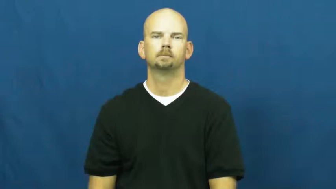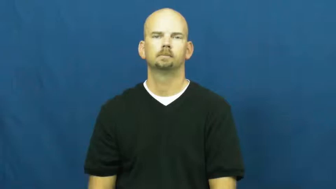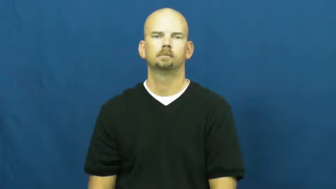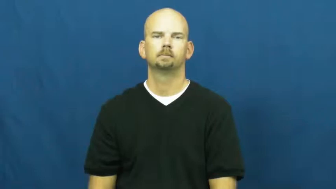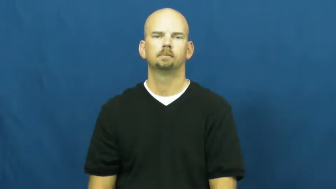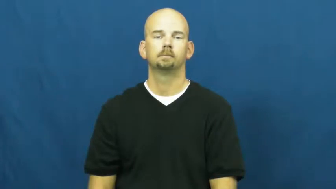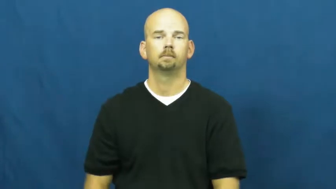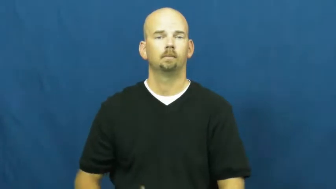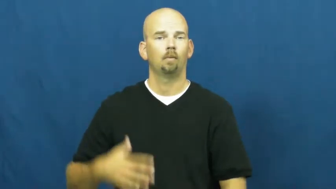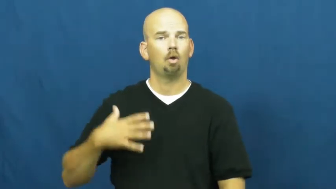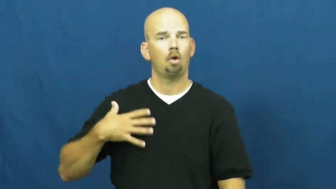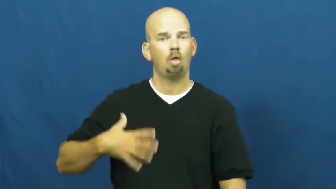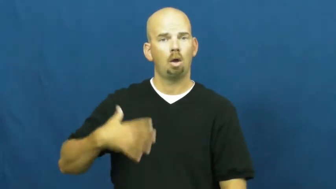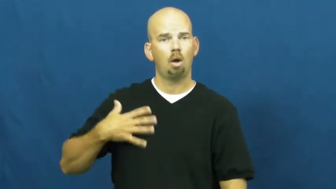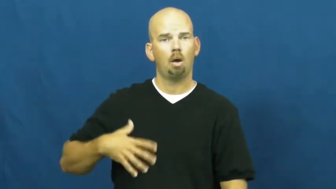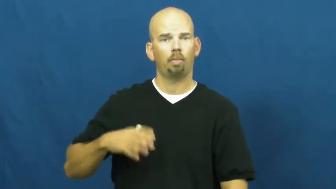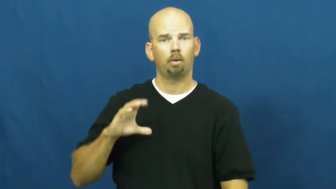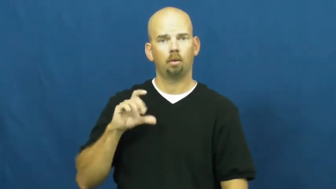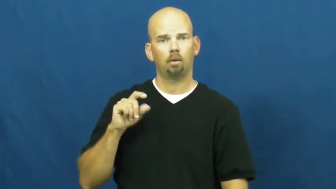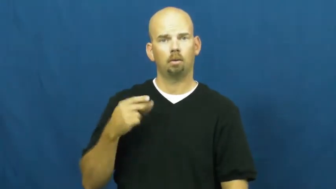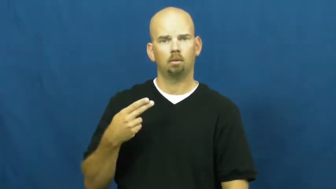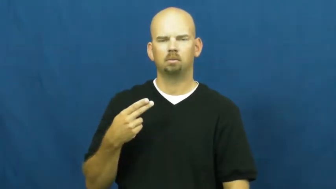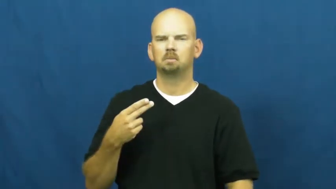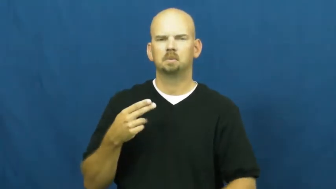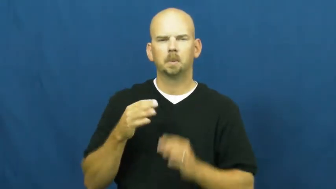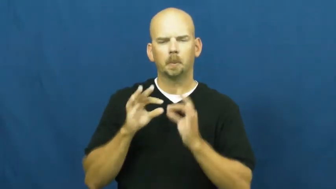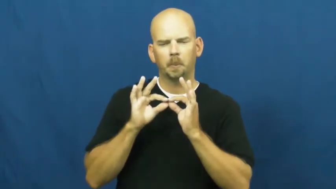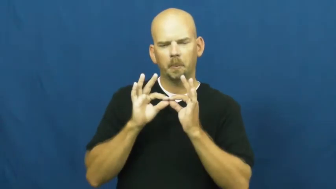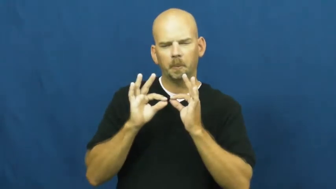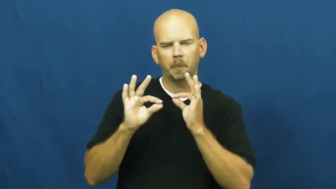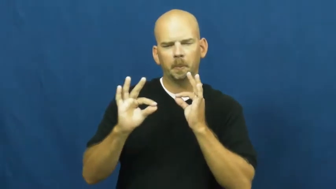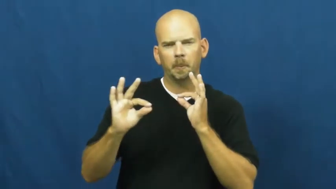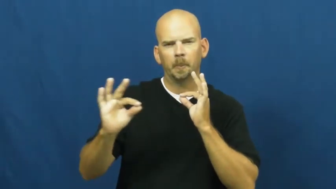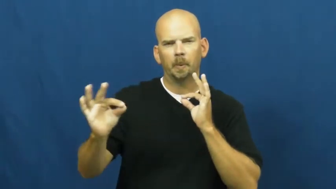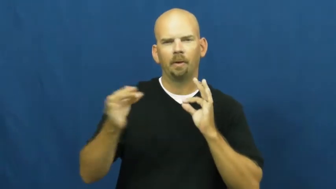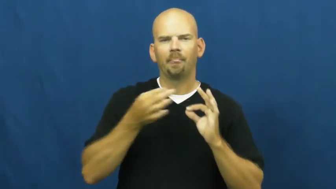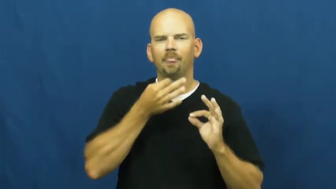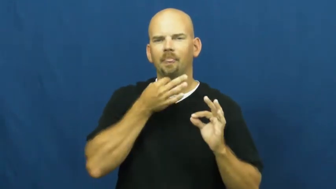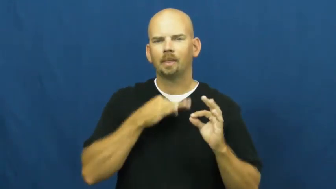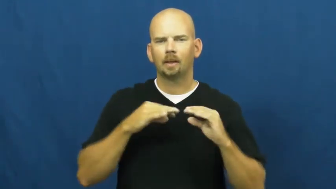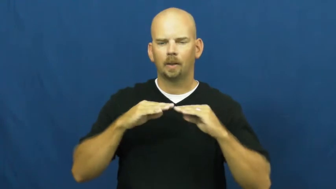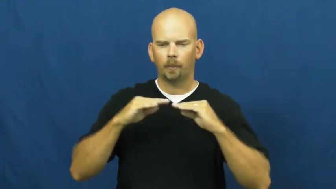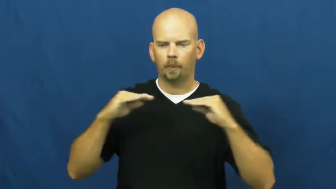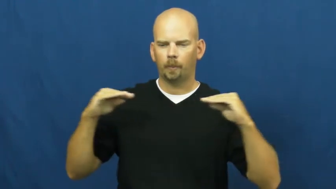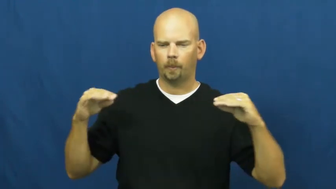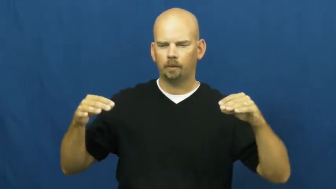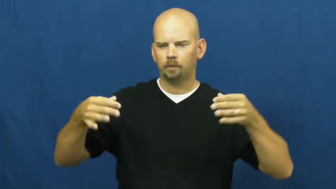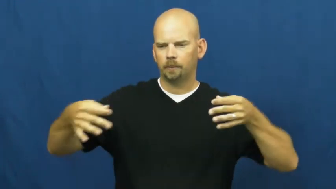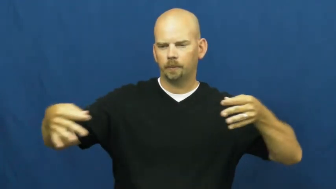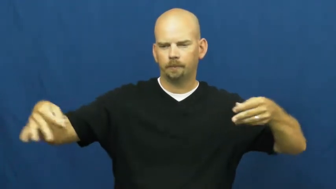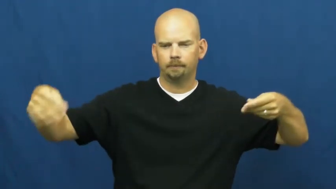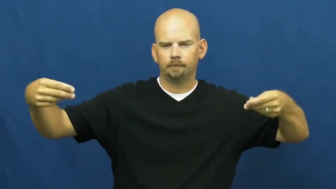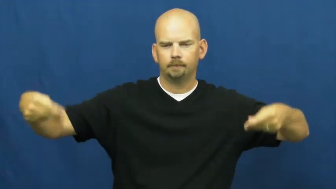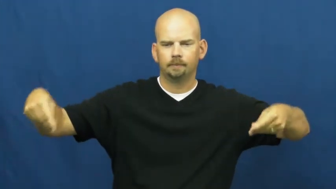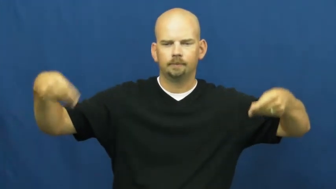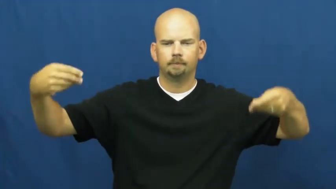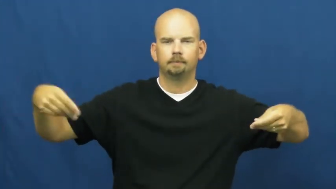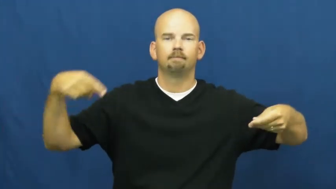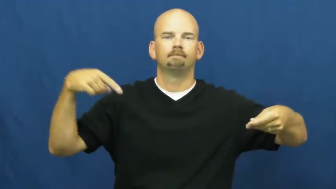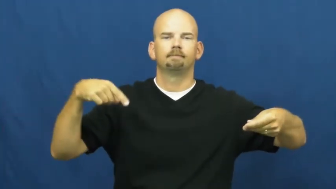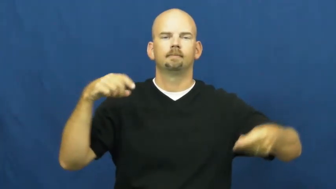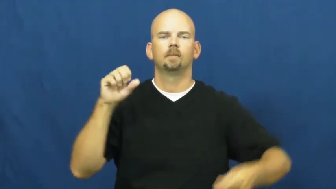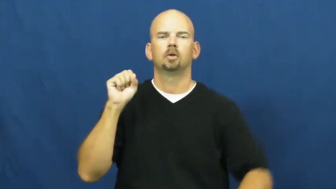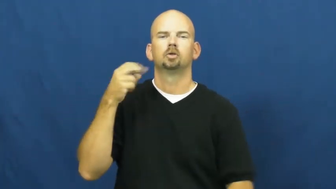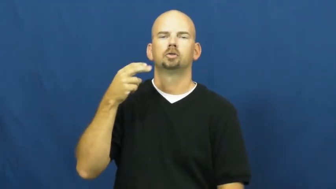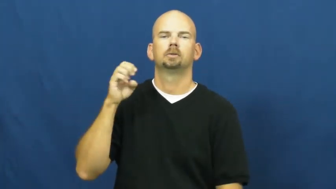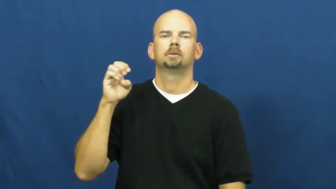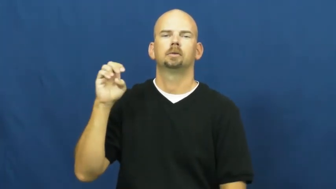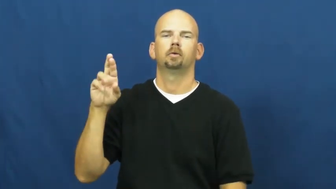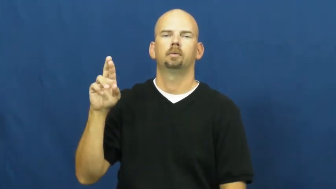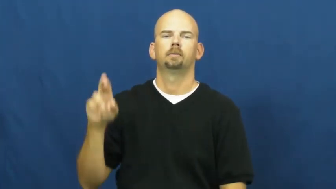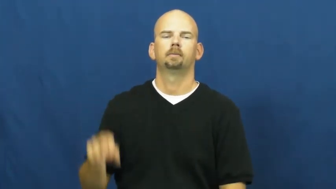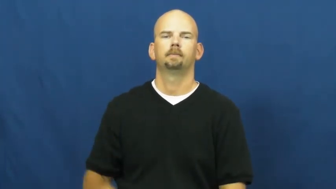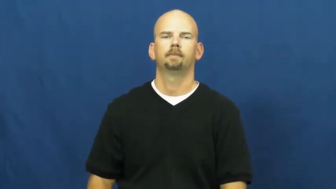sheer,gauzy-fabric